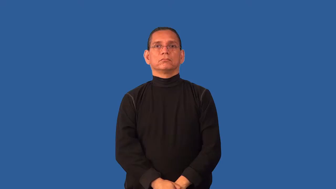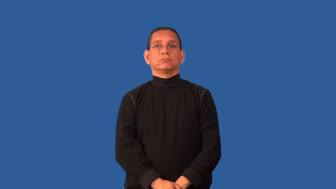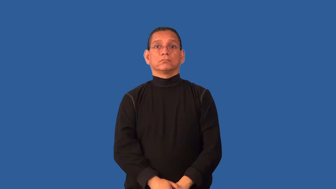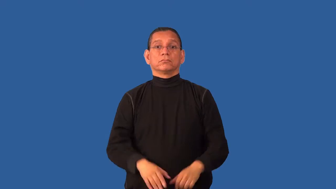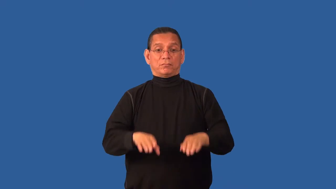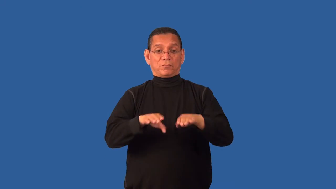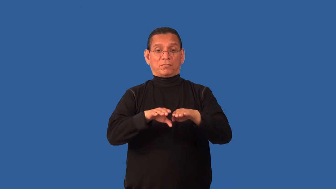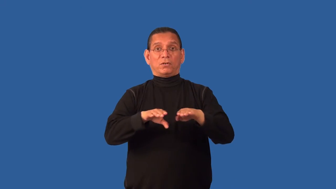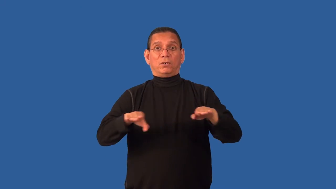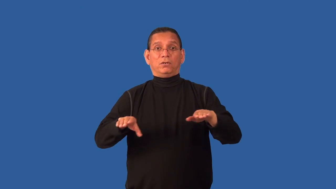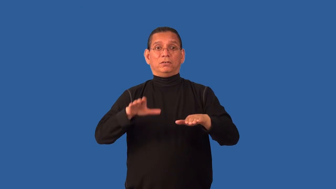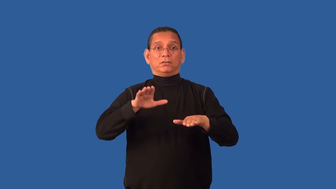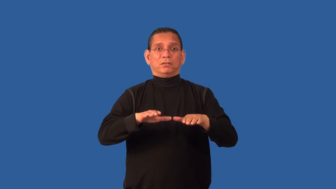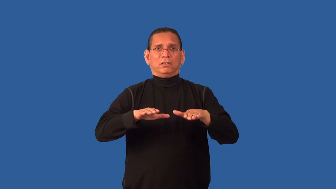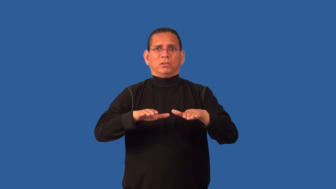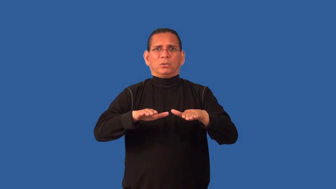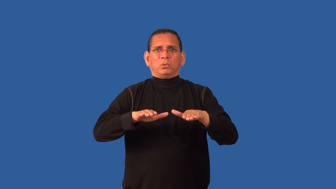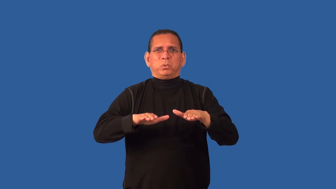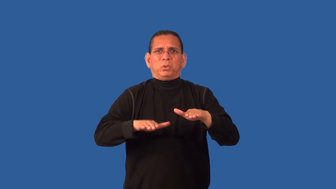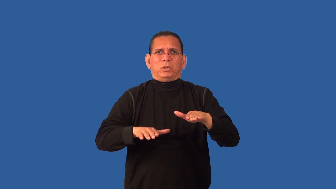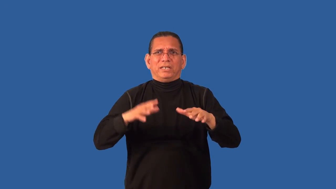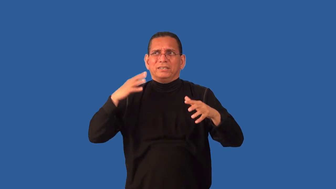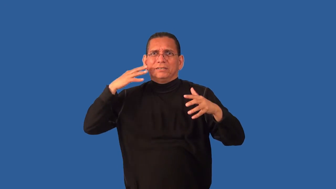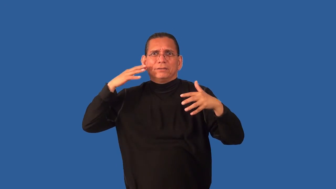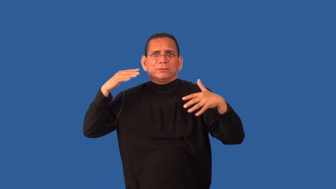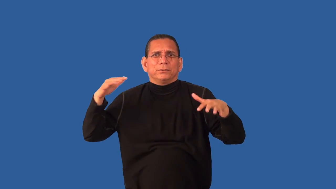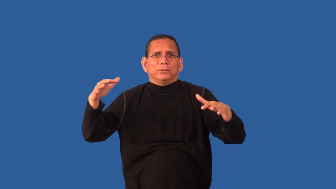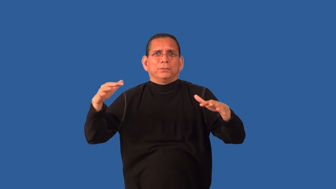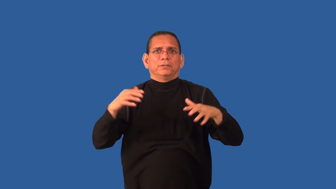creaky-sound